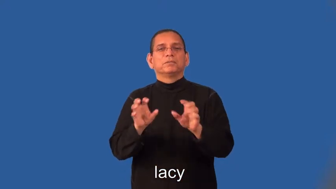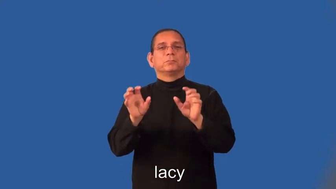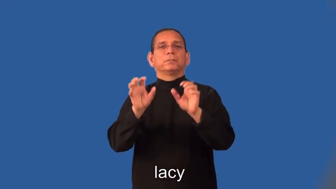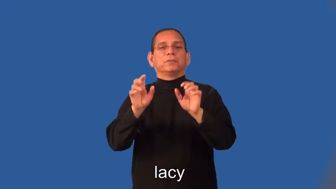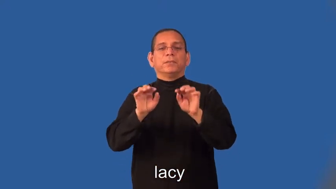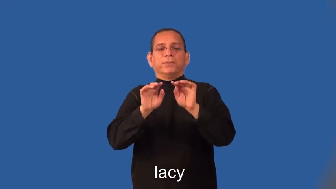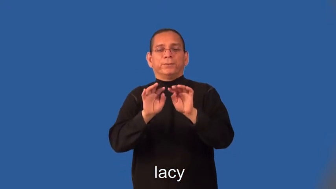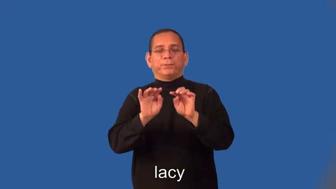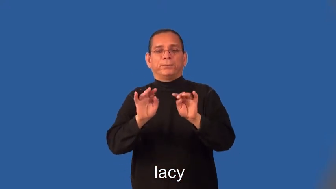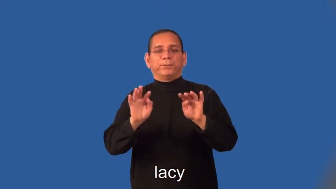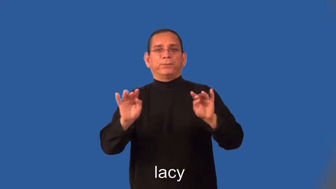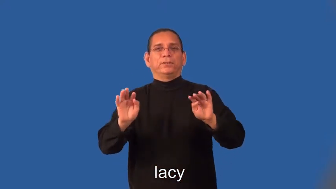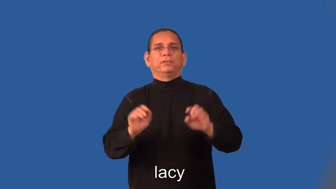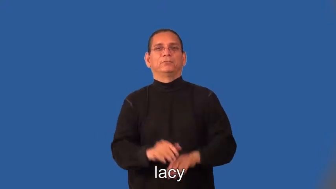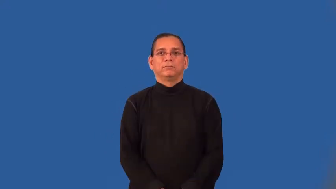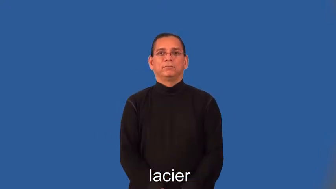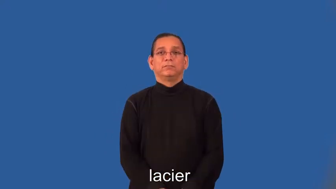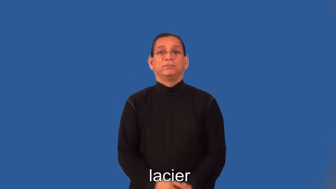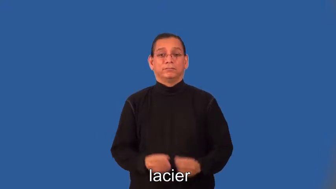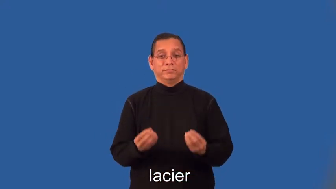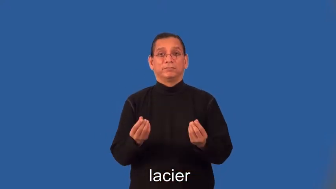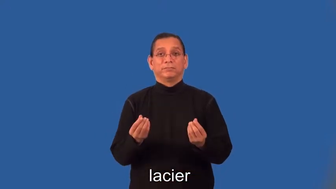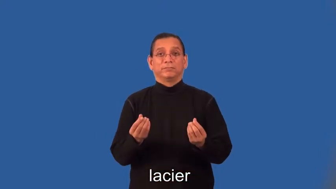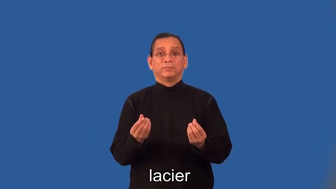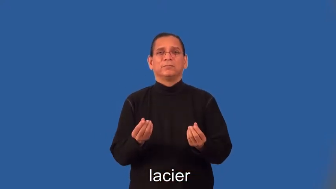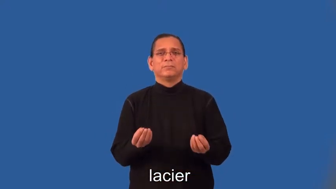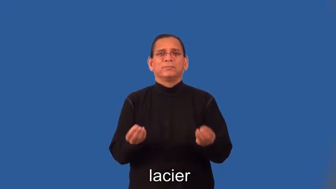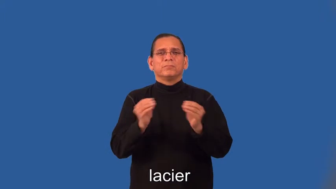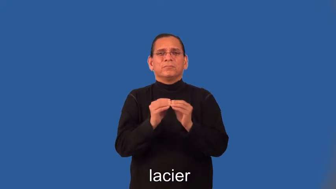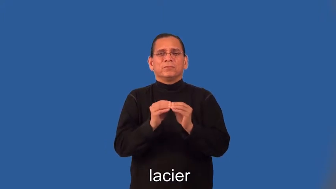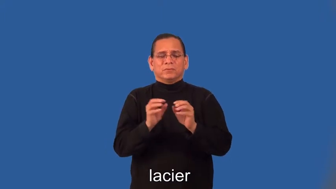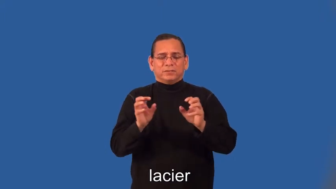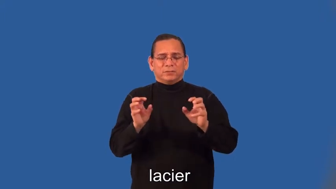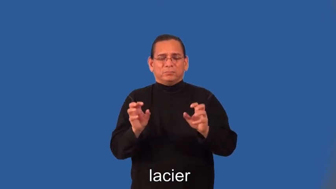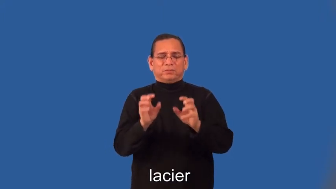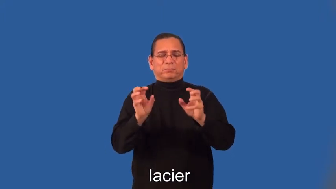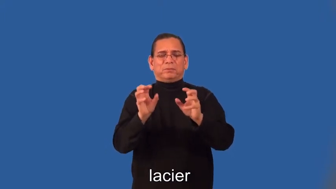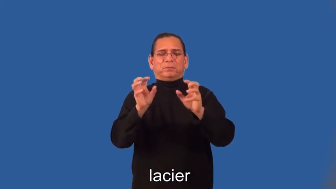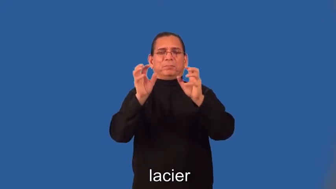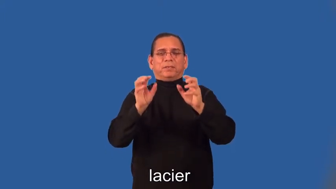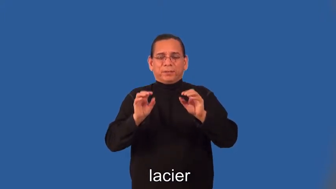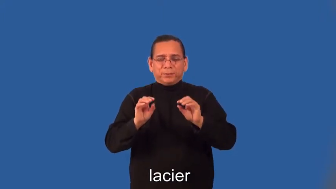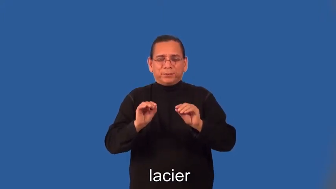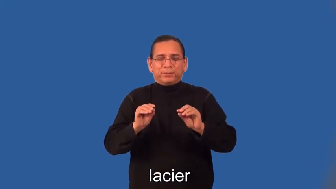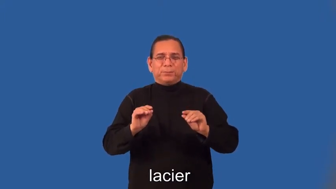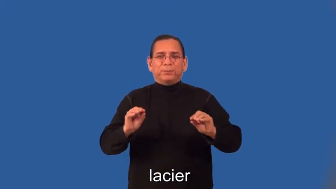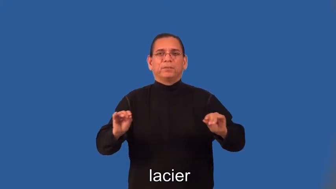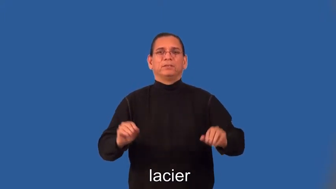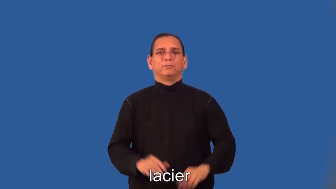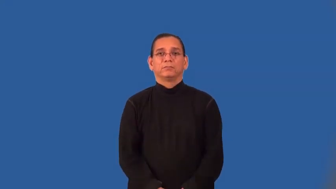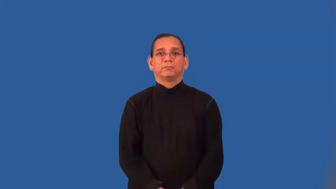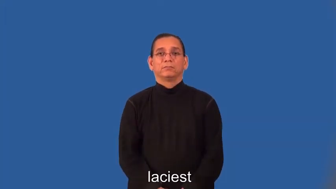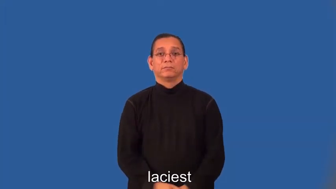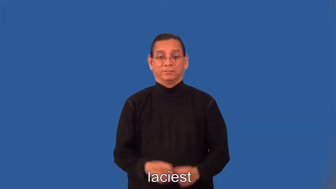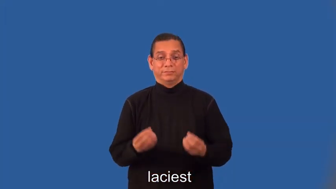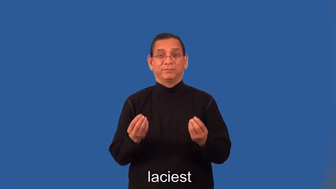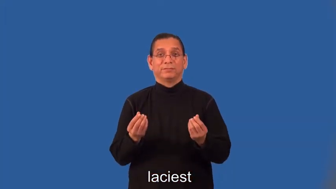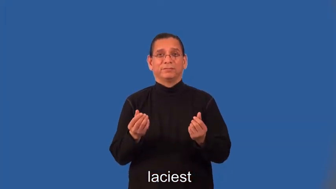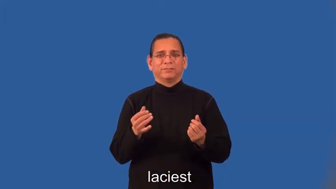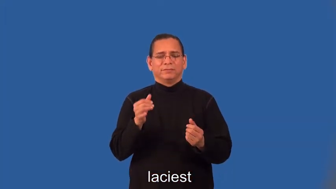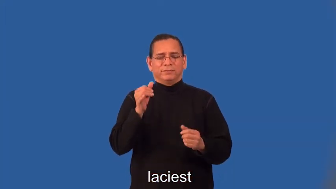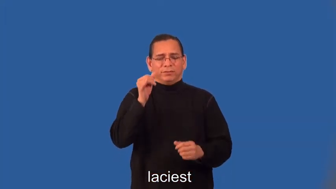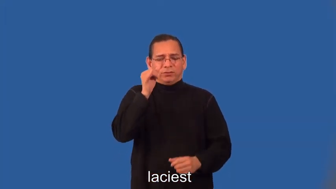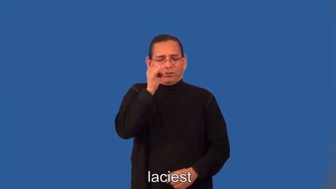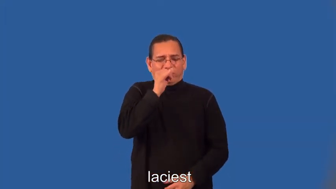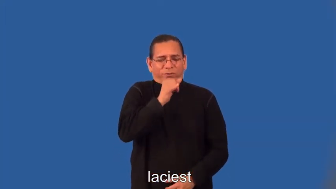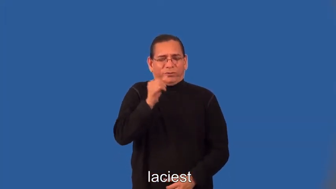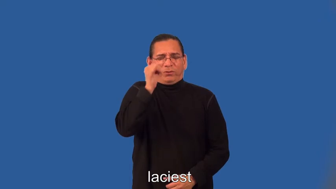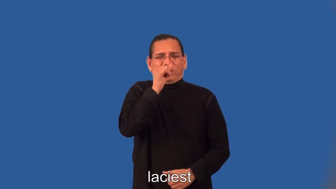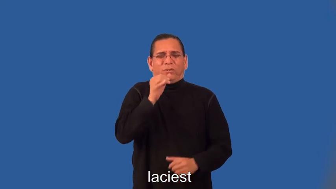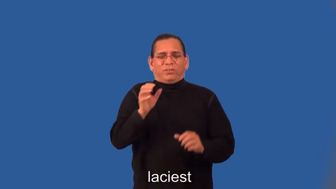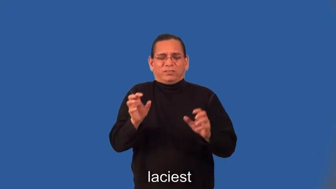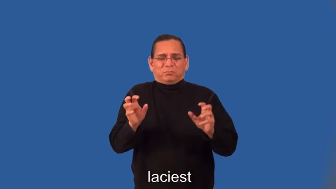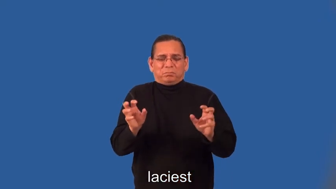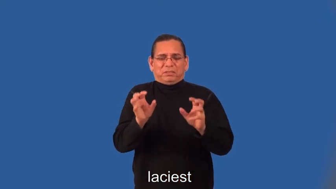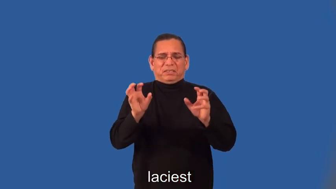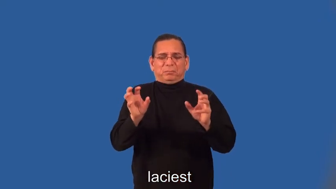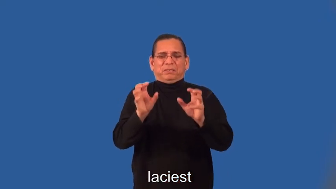lacier,laciest